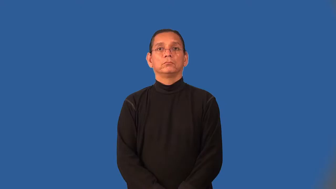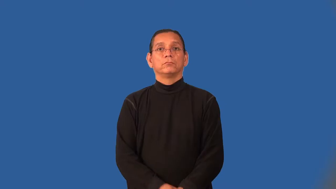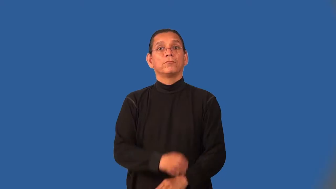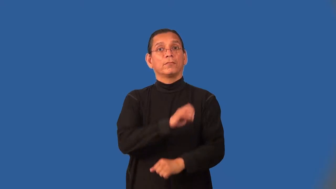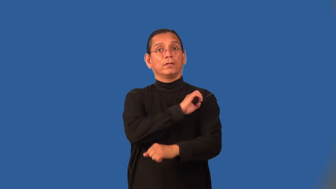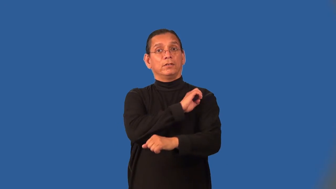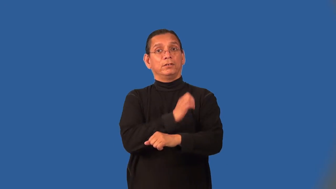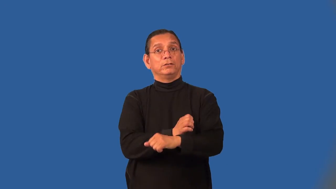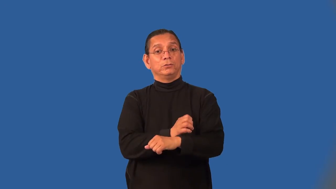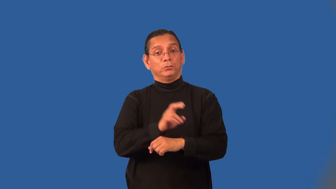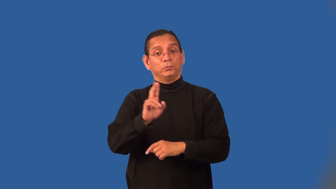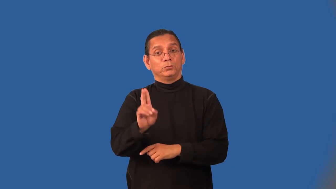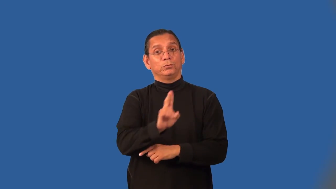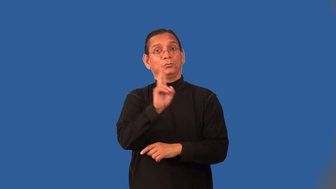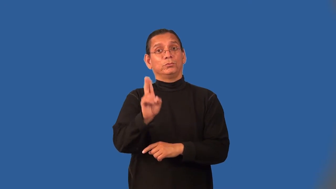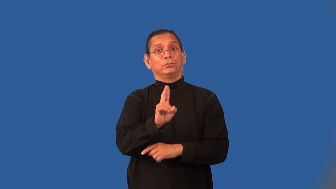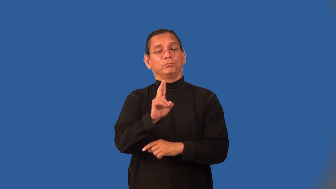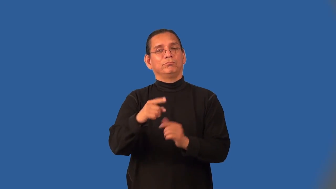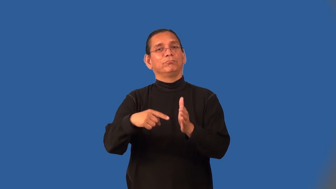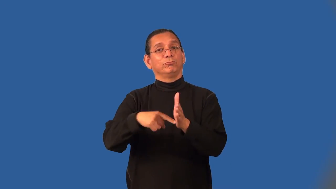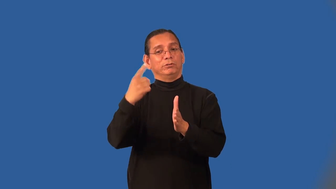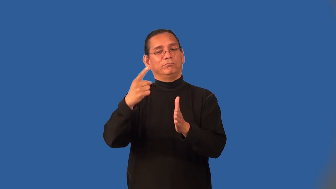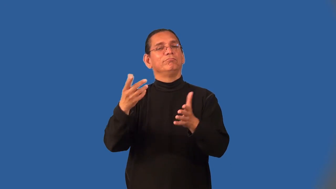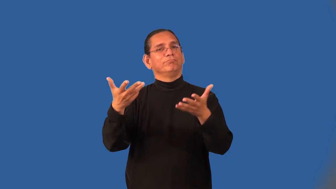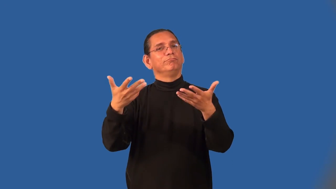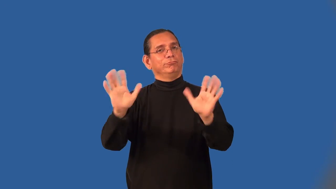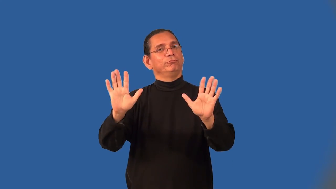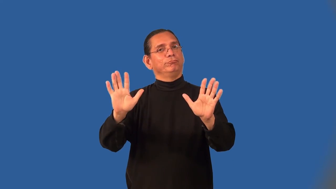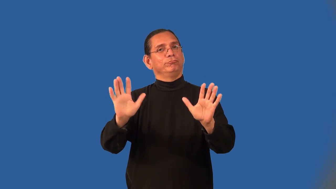nonrenewable-energy